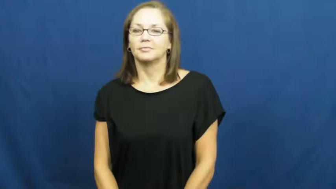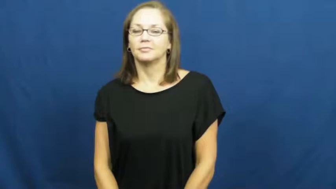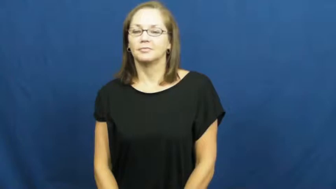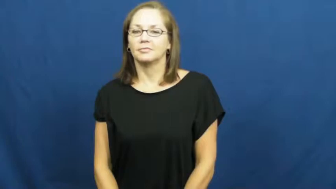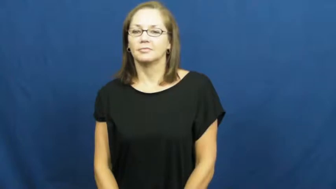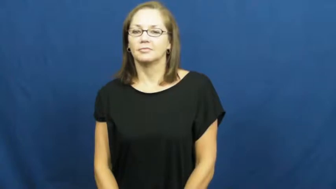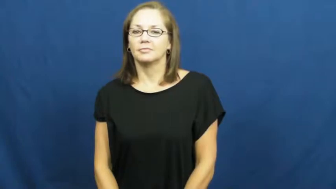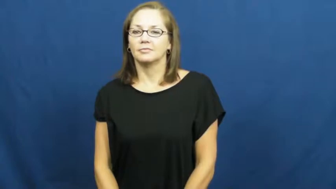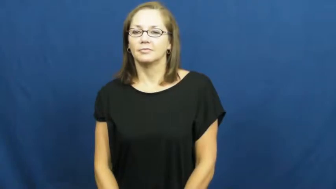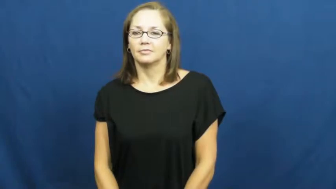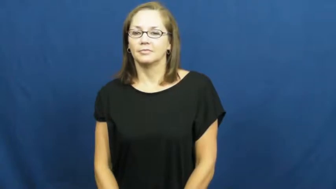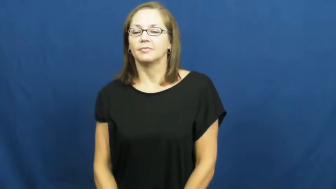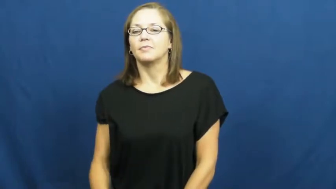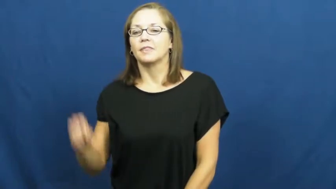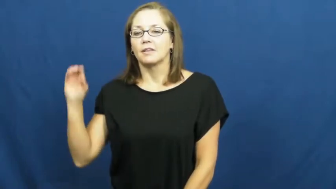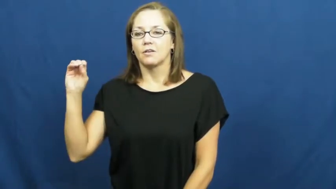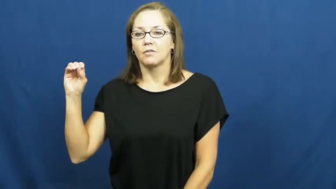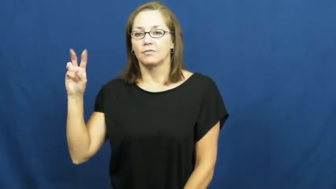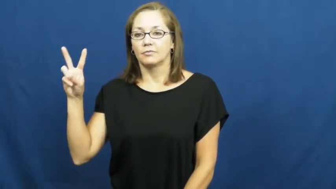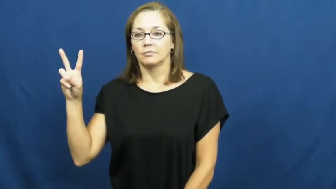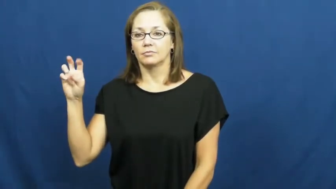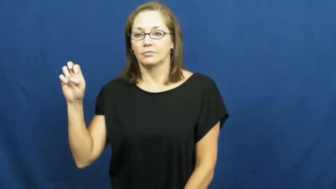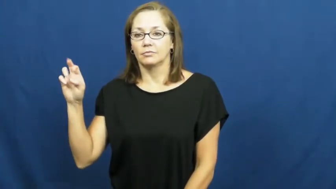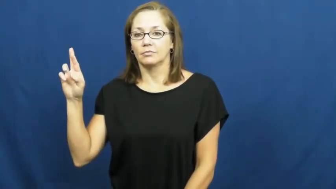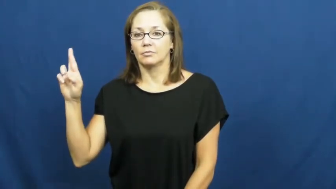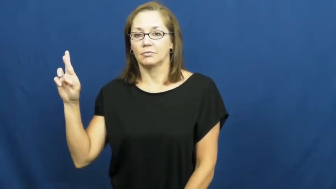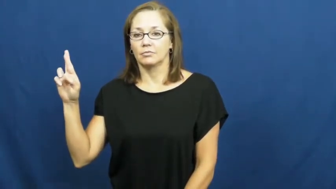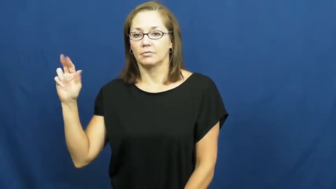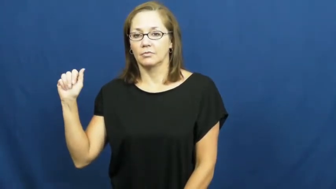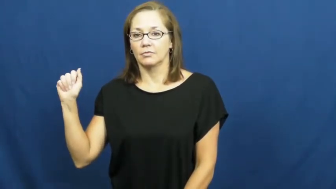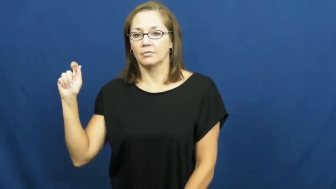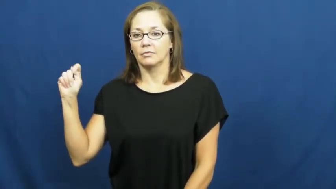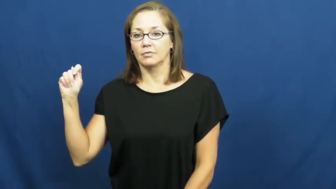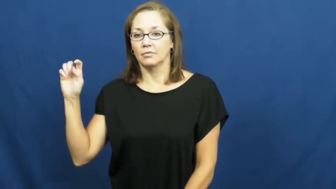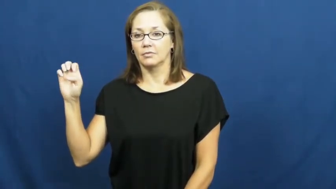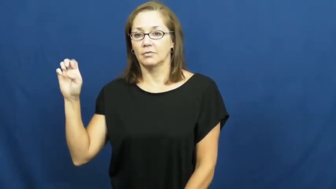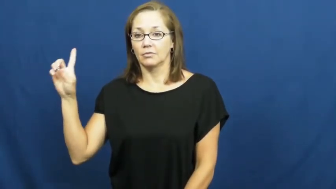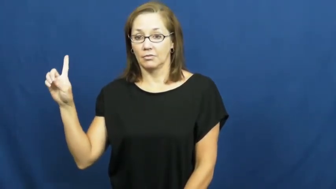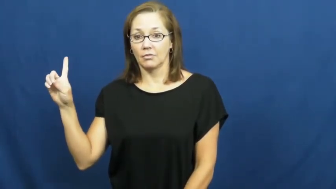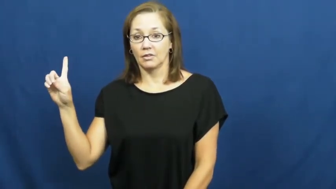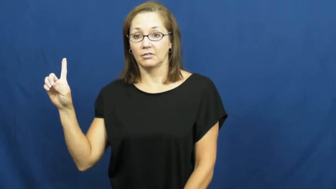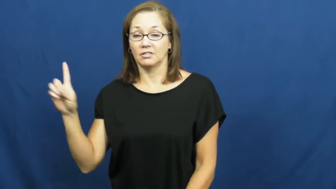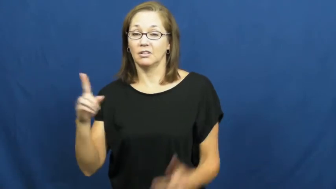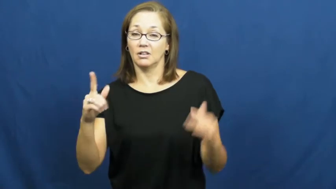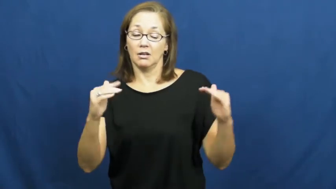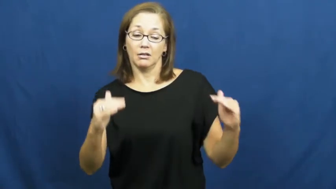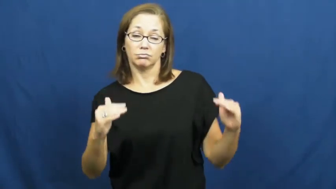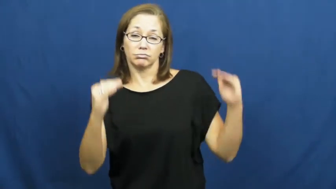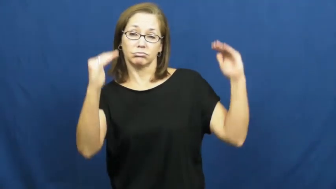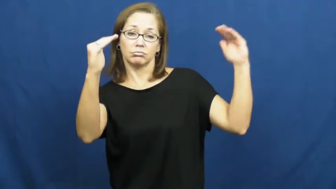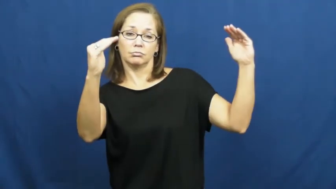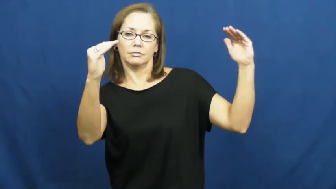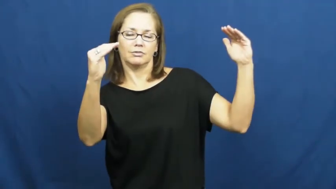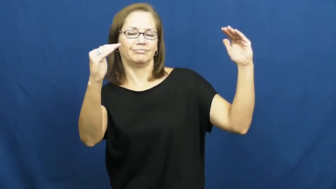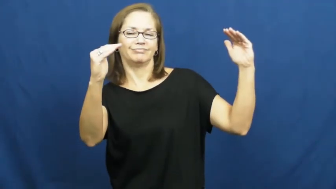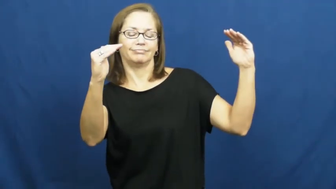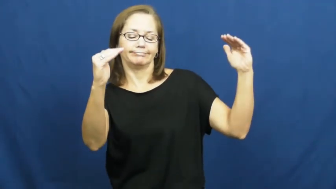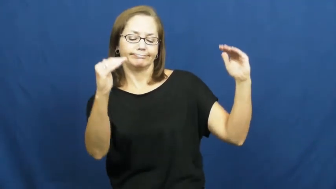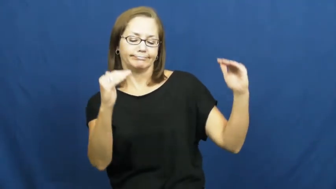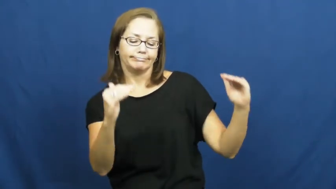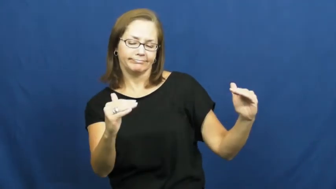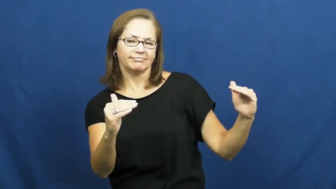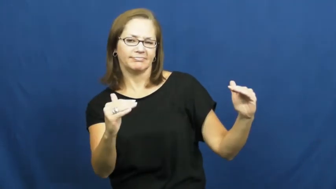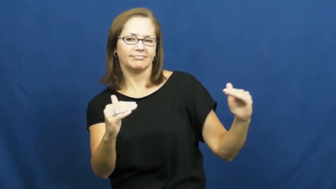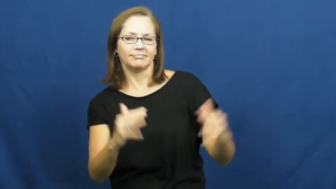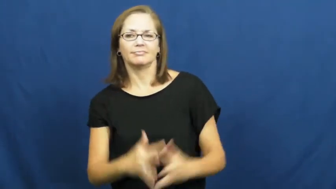overrated